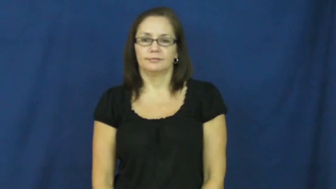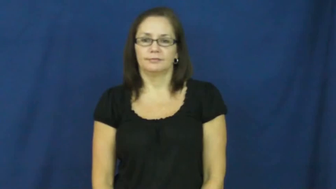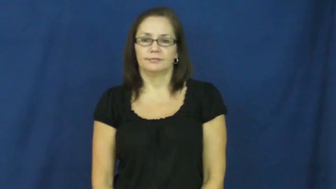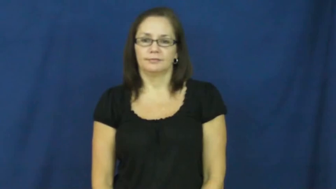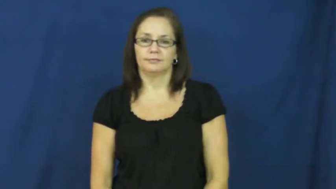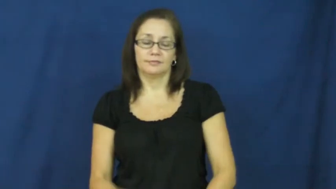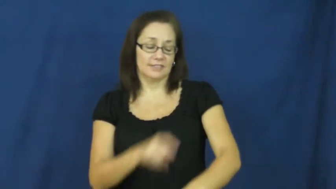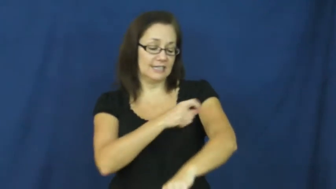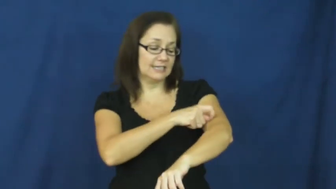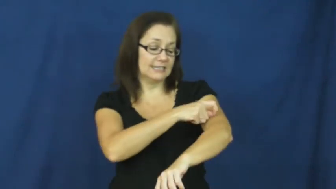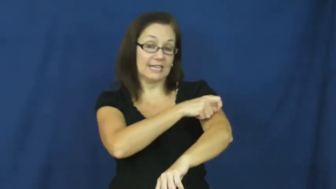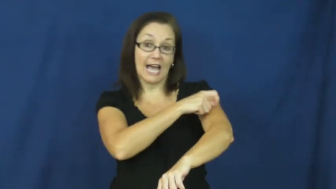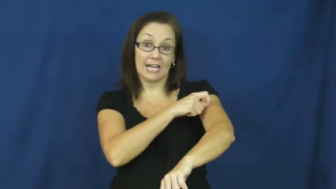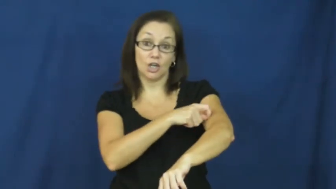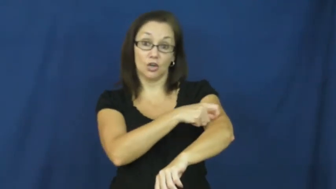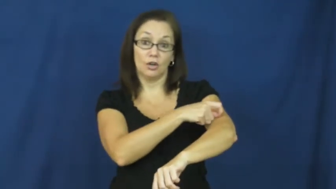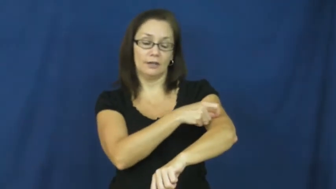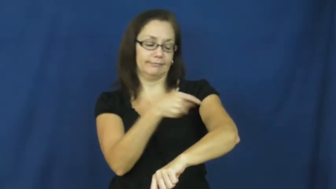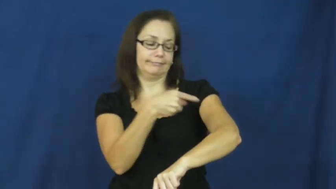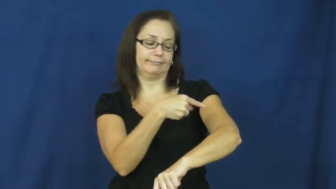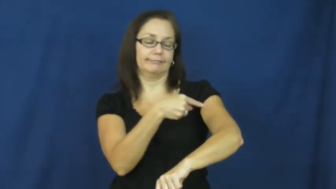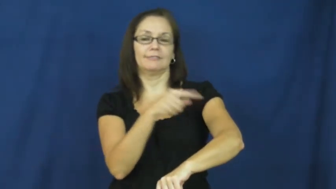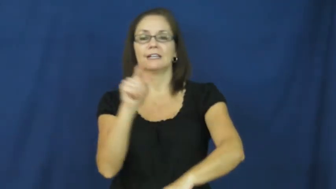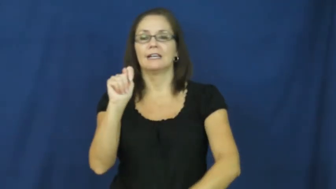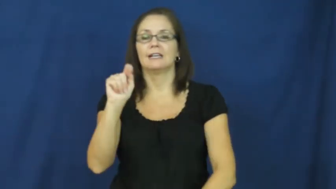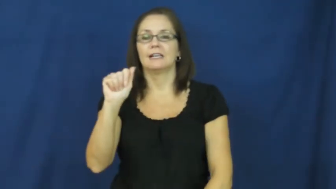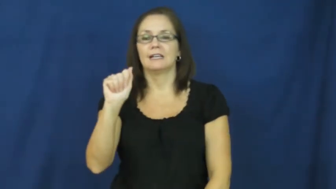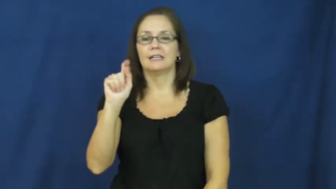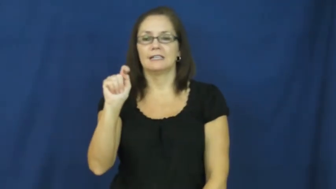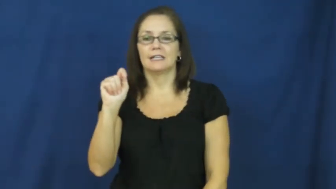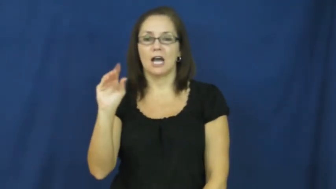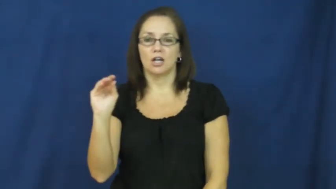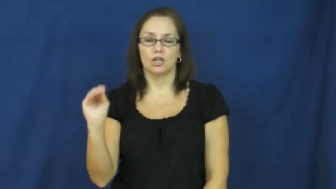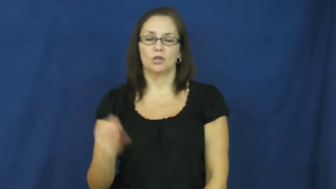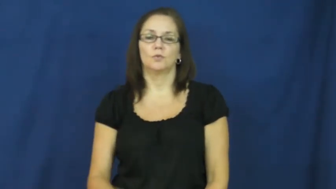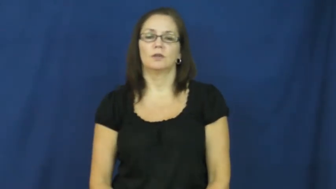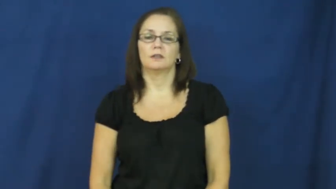tattoo